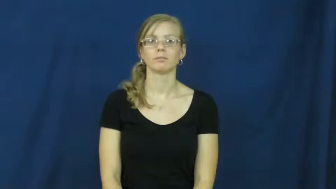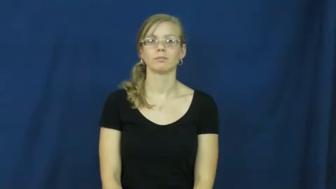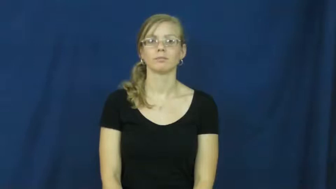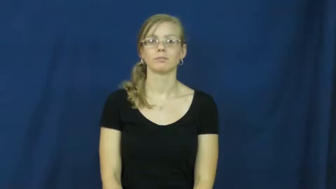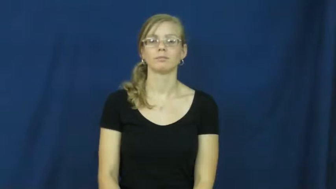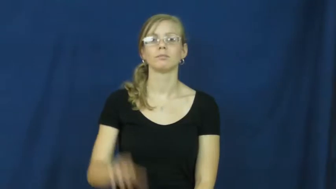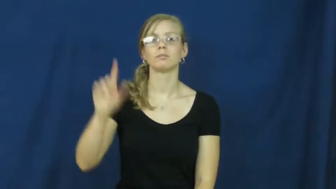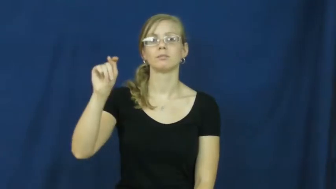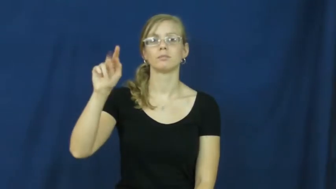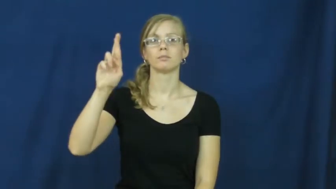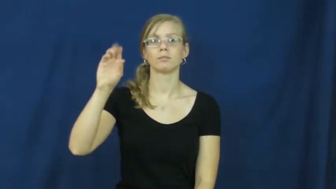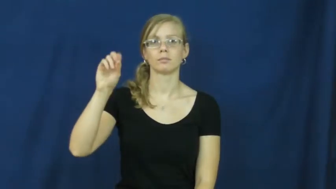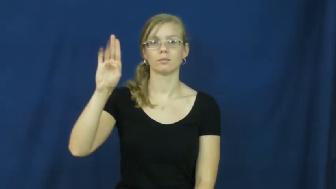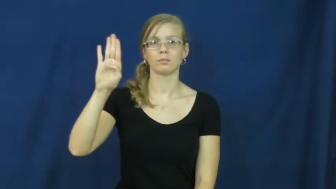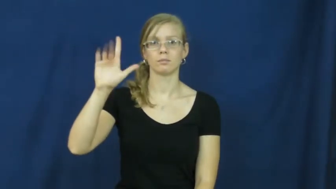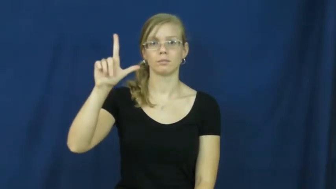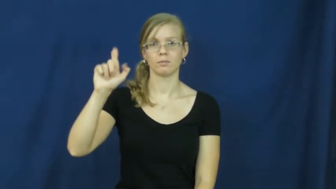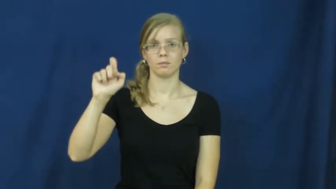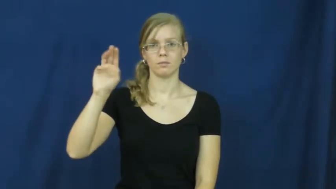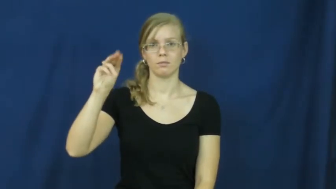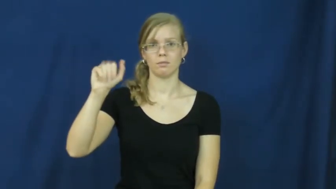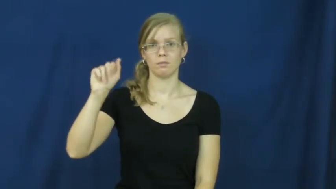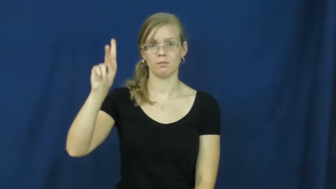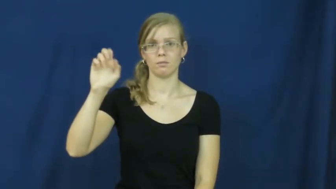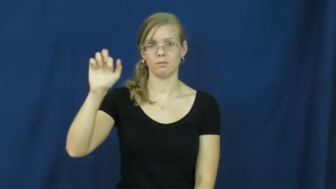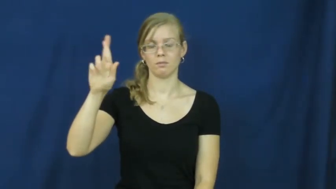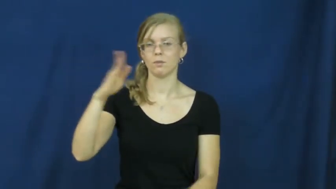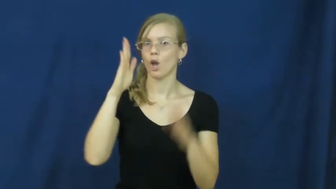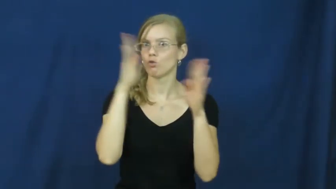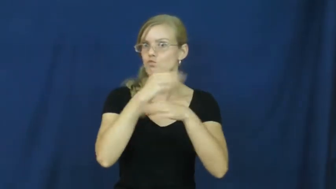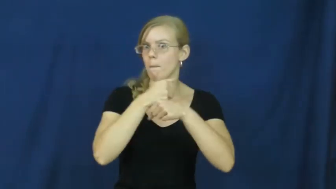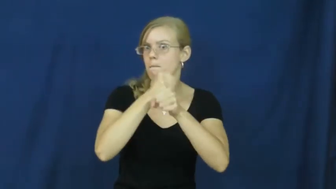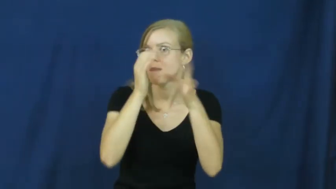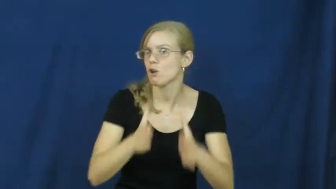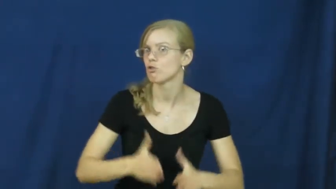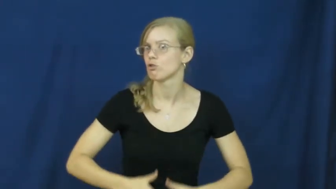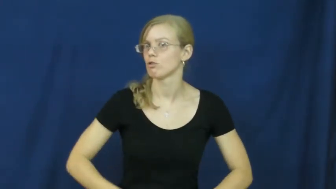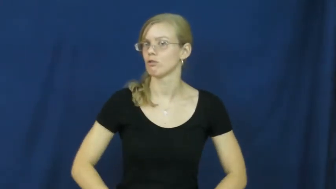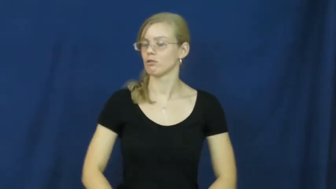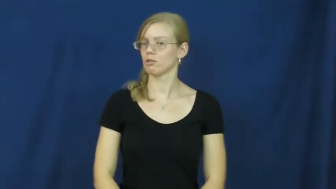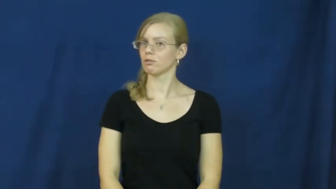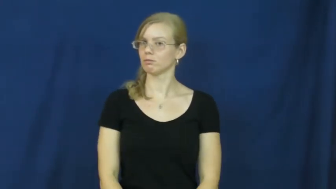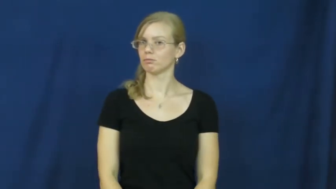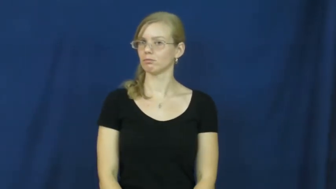troublemaker